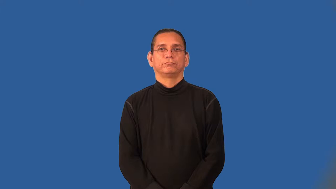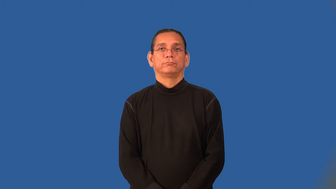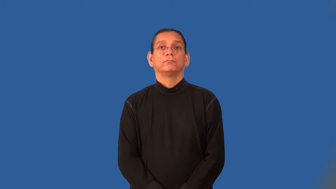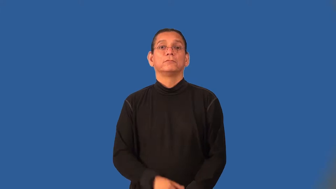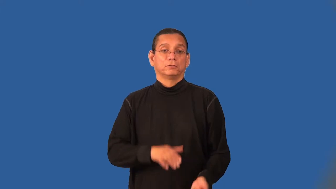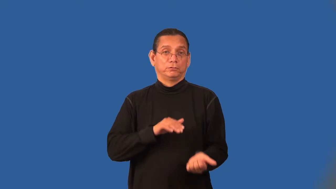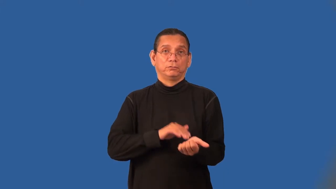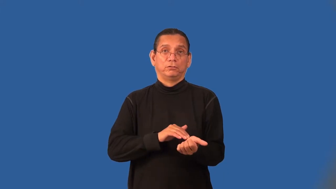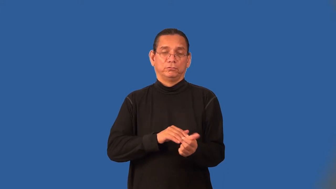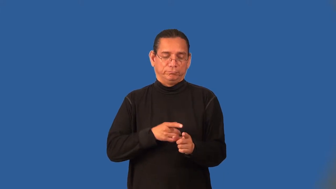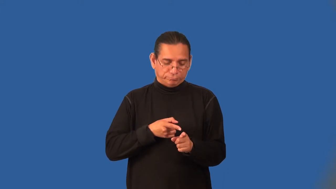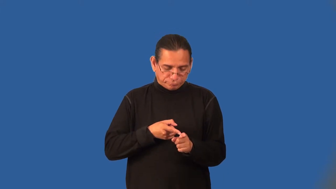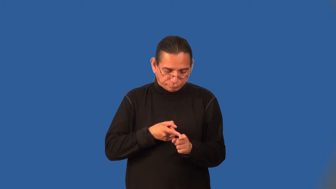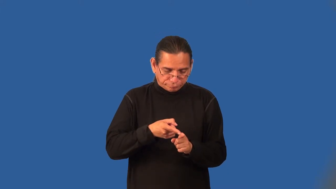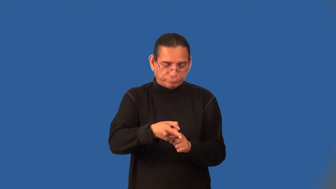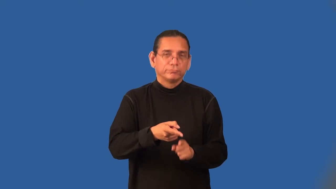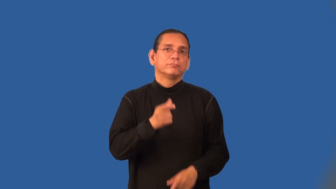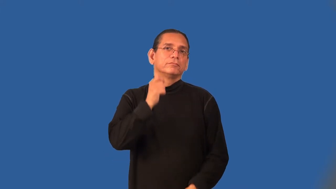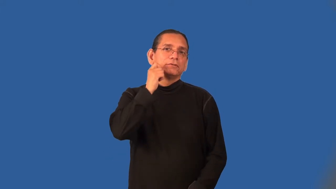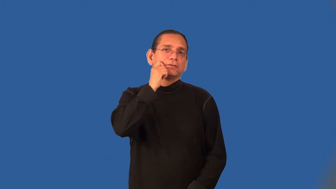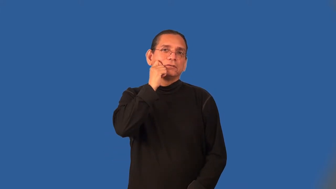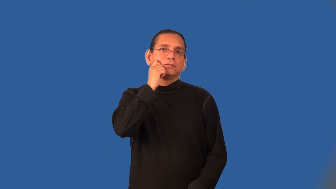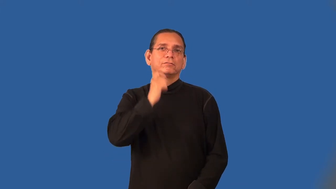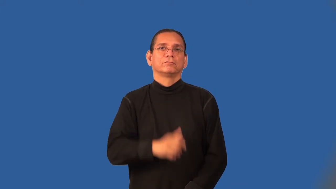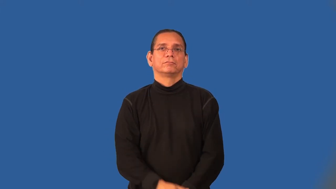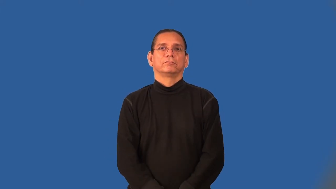dermatologist